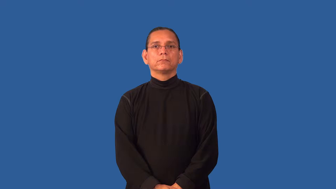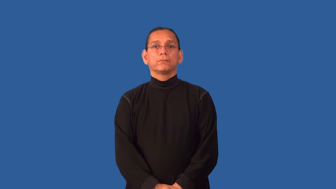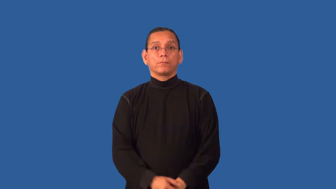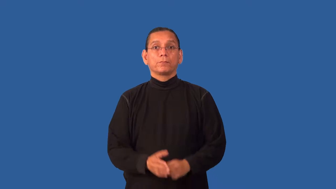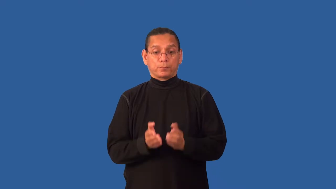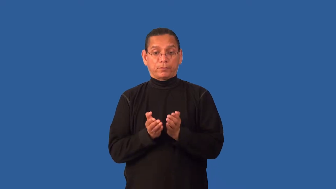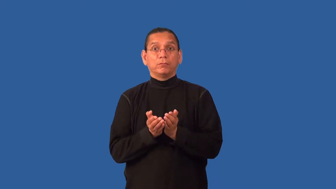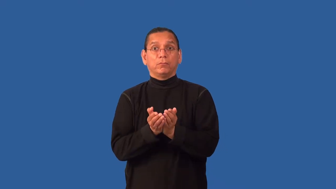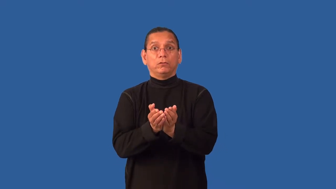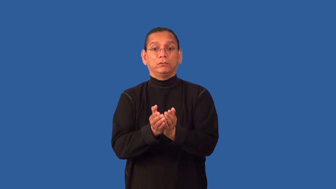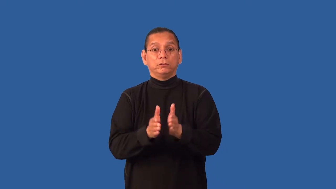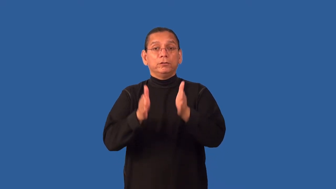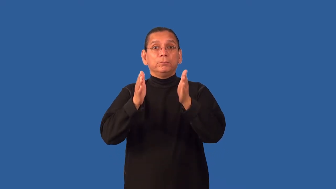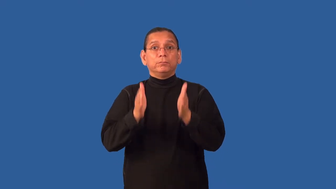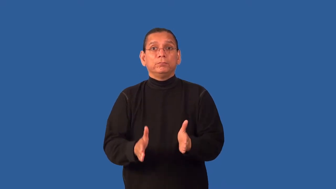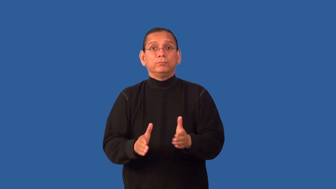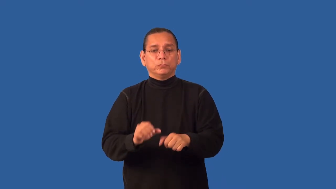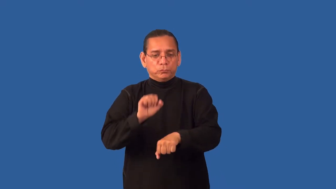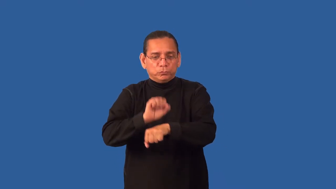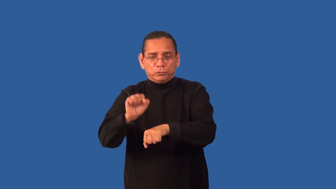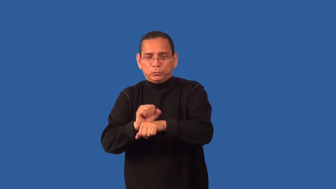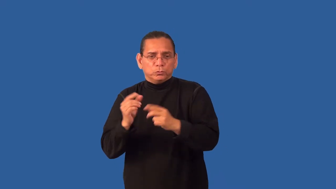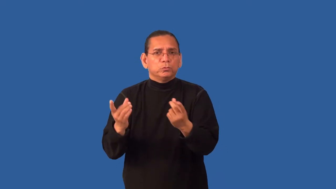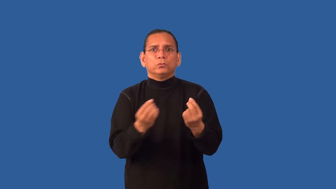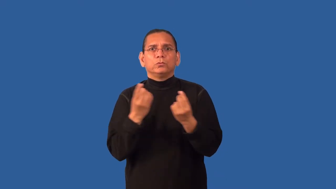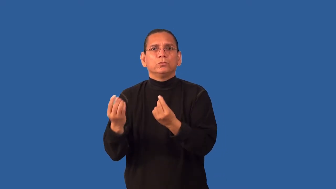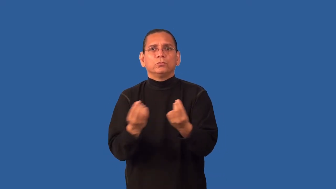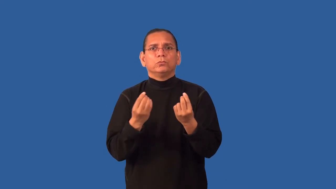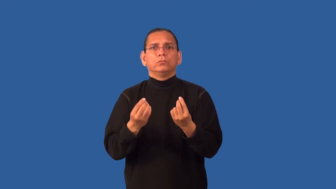deckhand